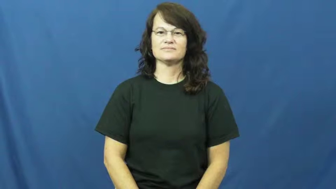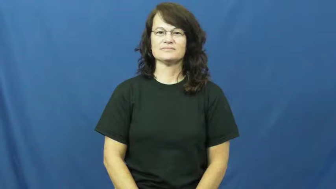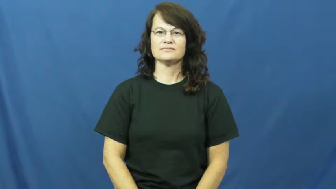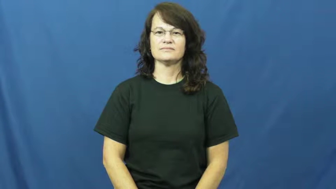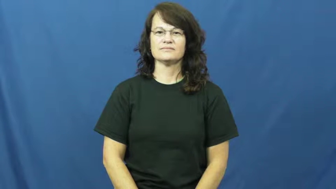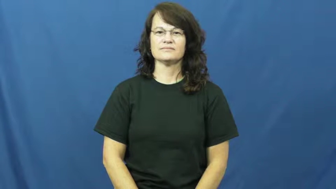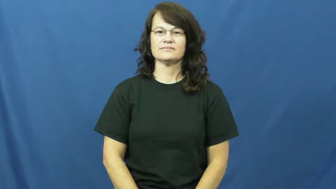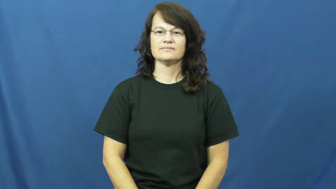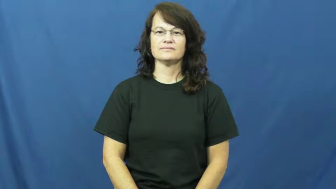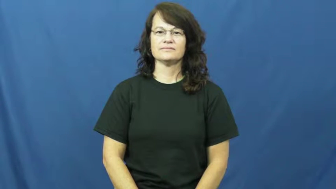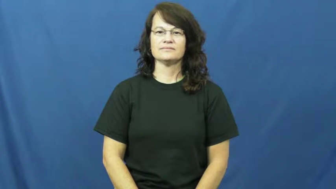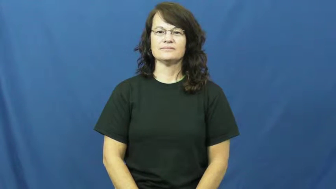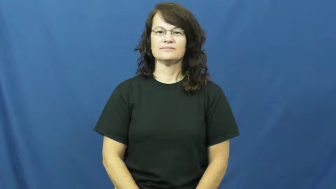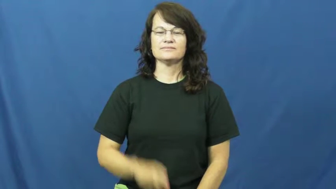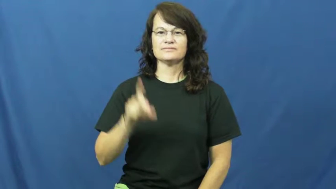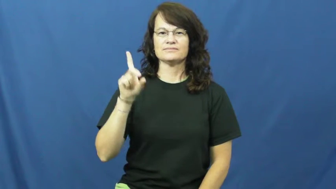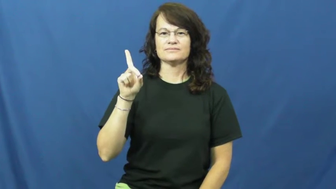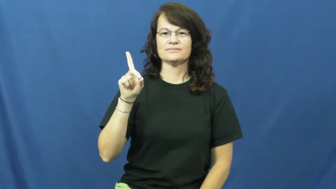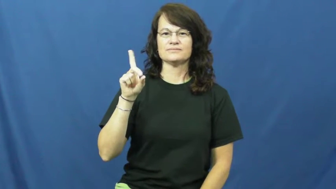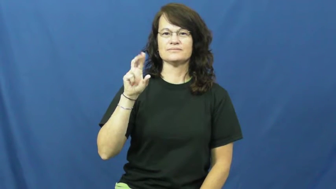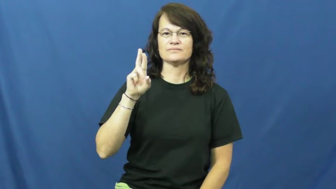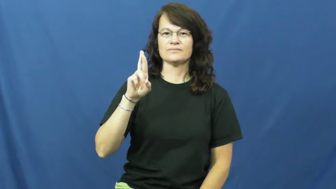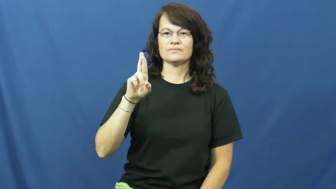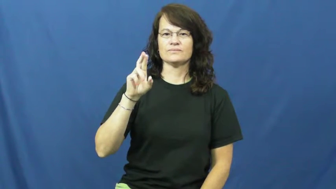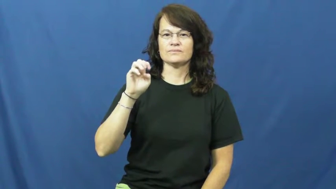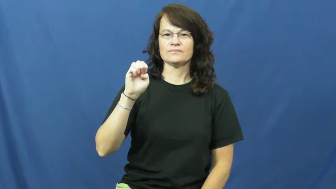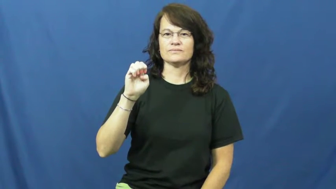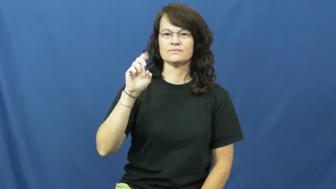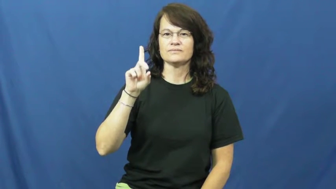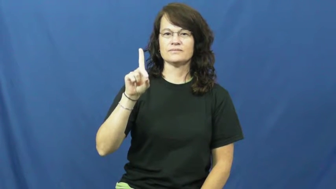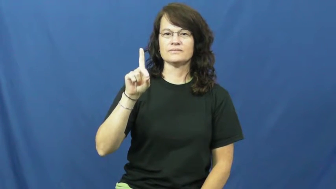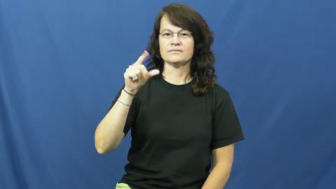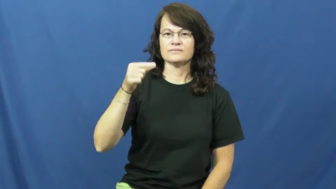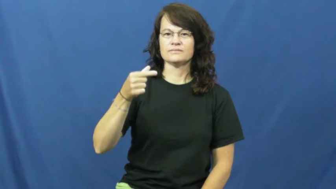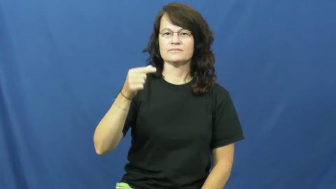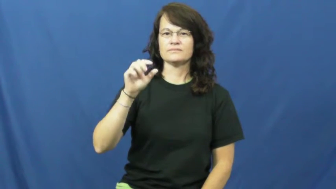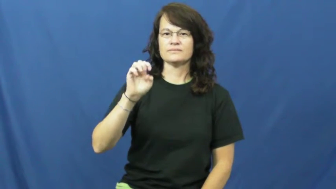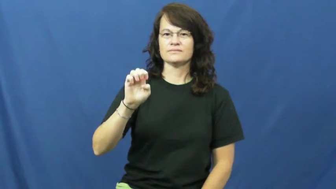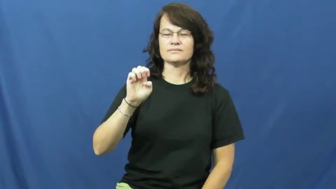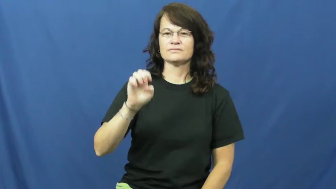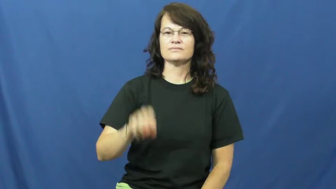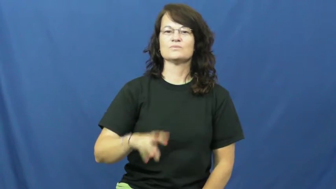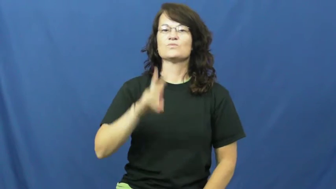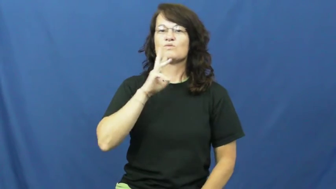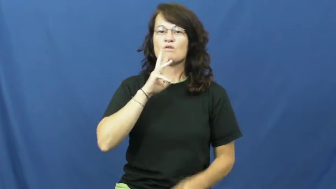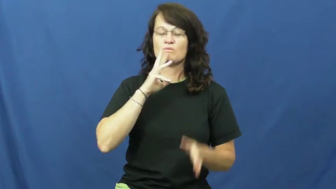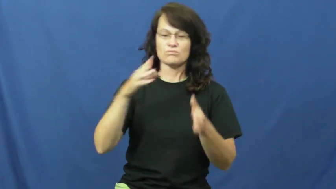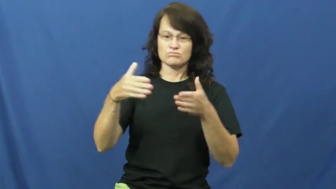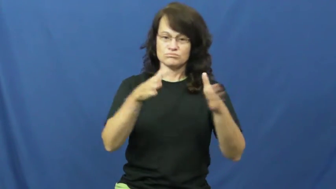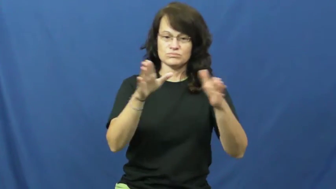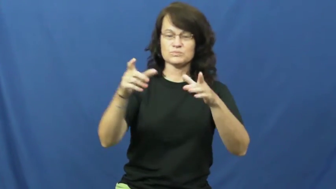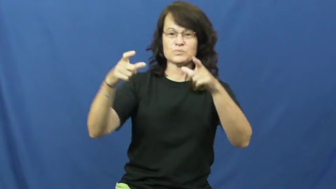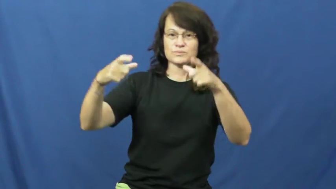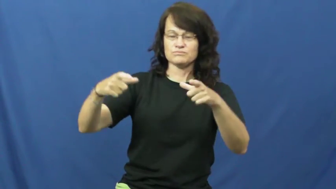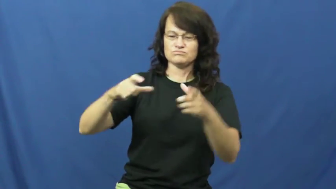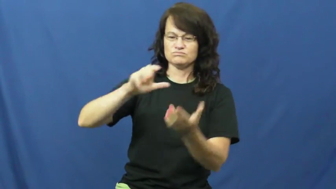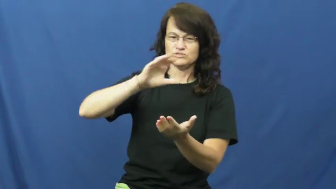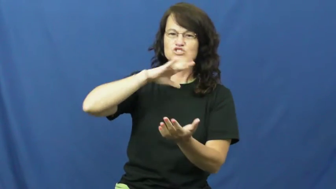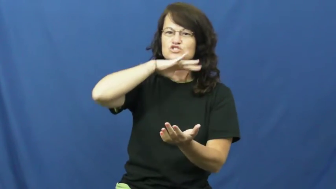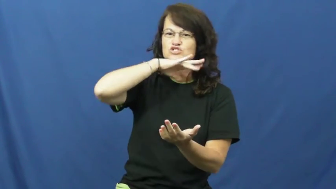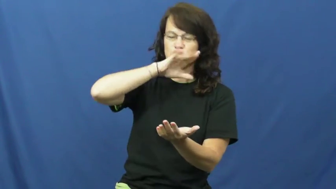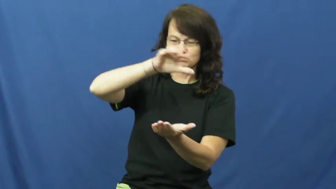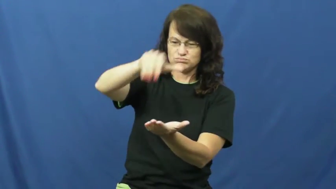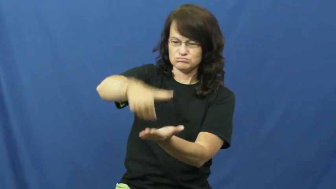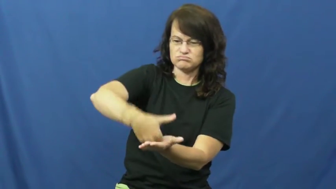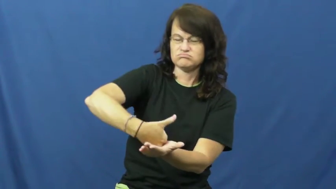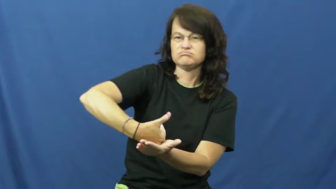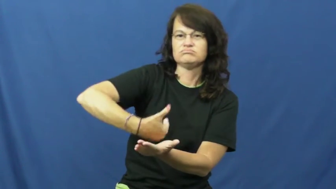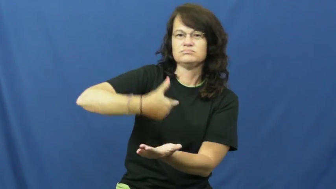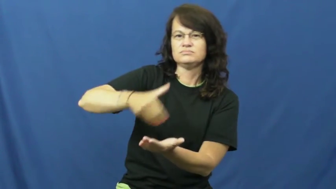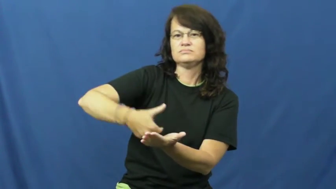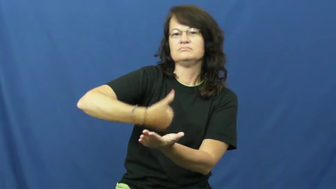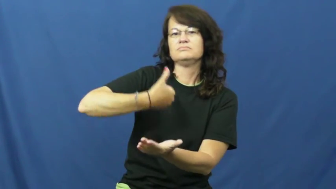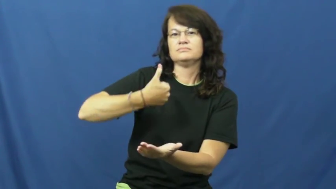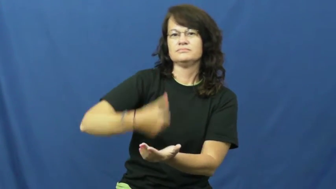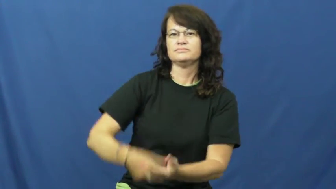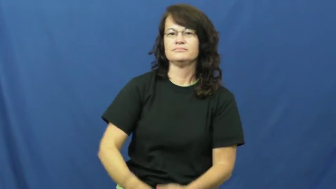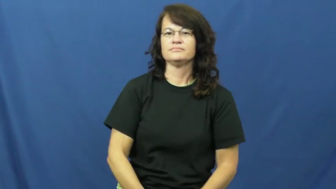dredge